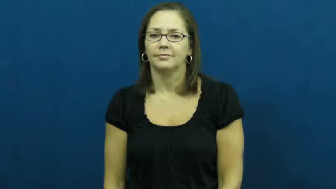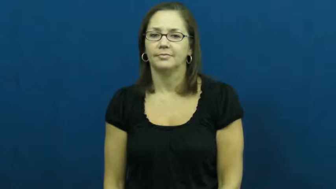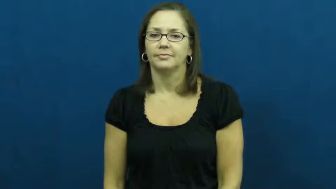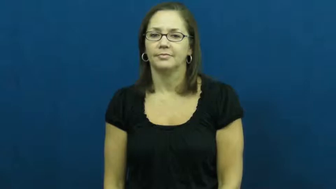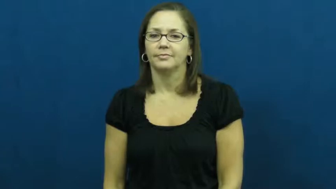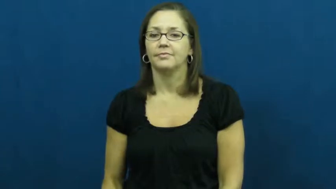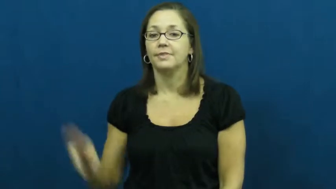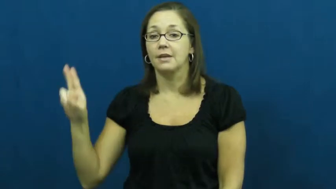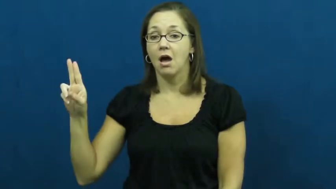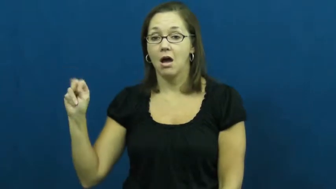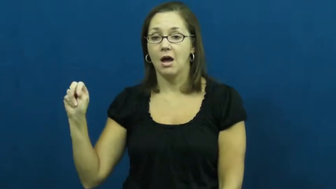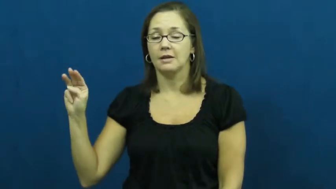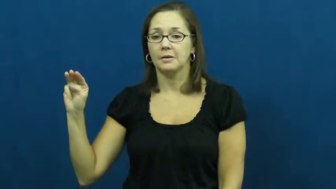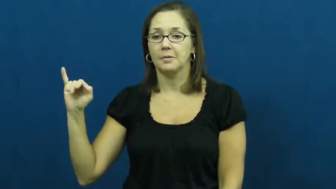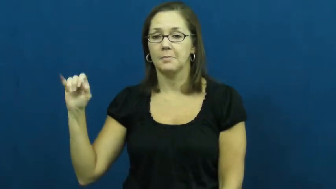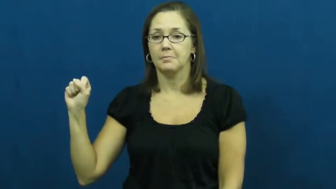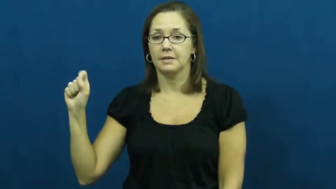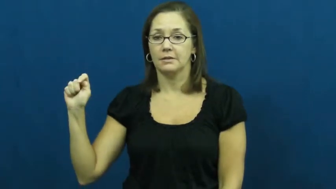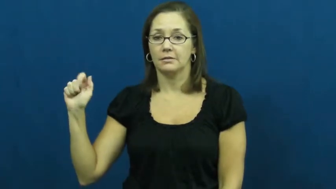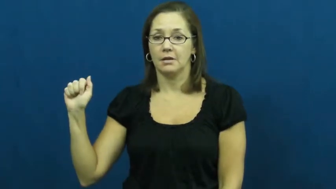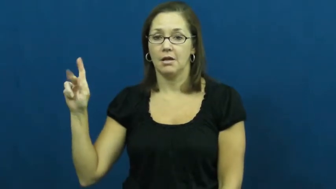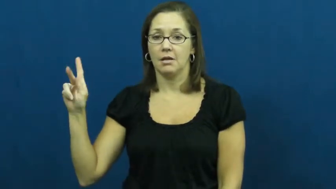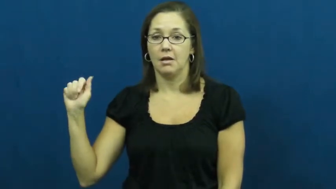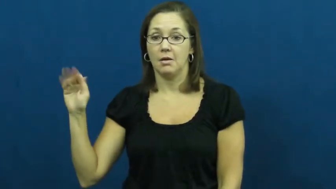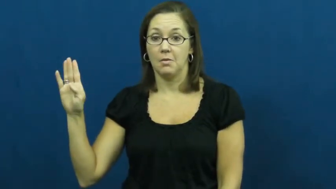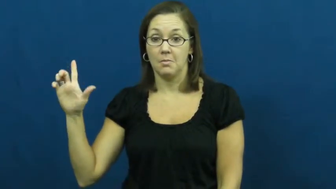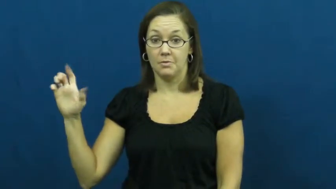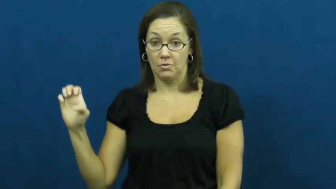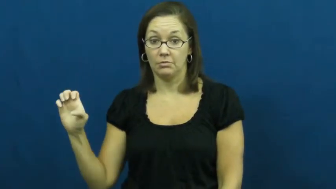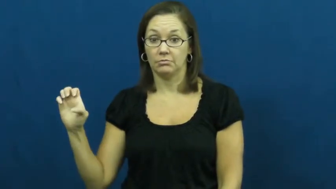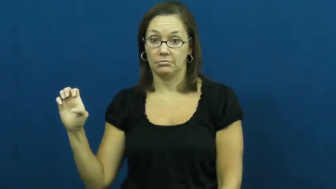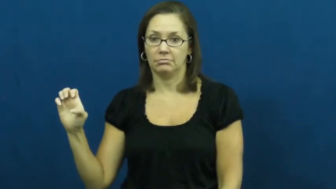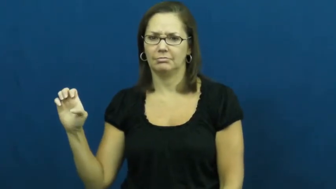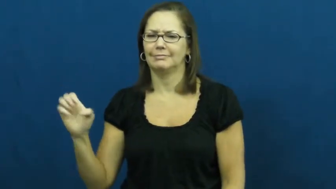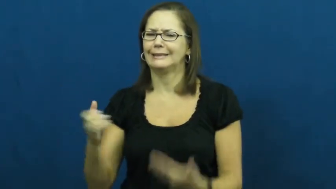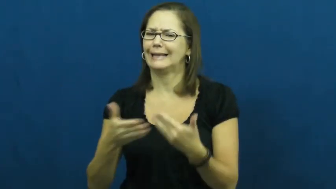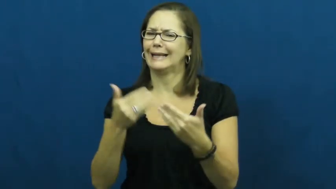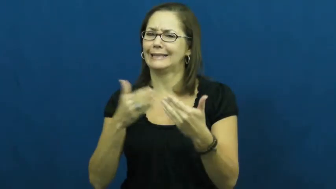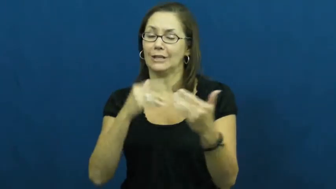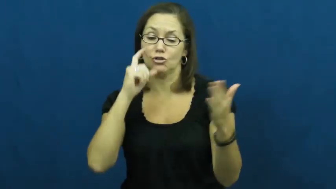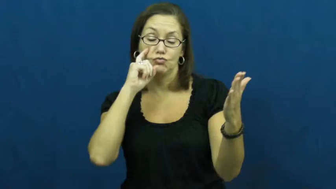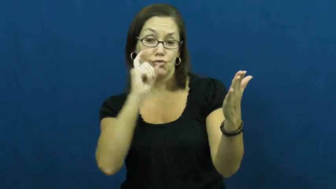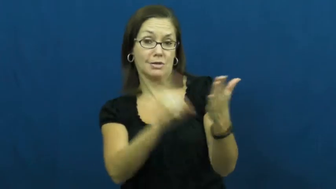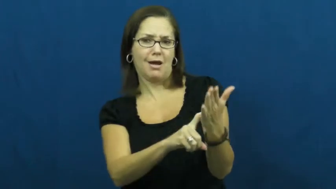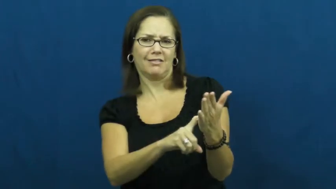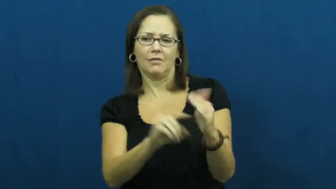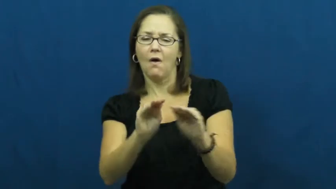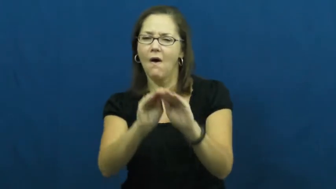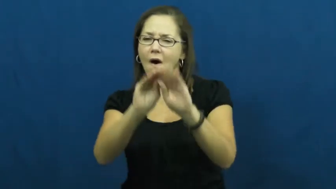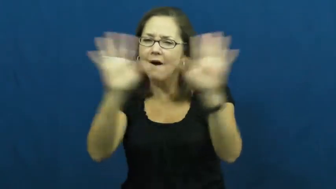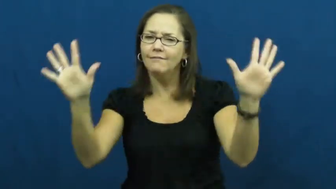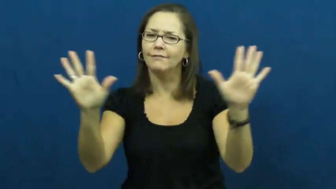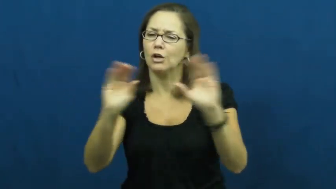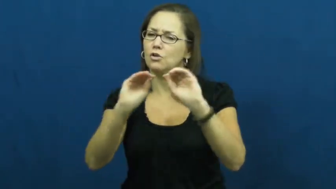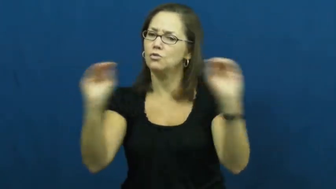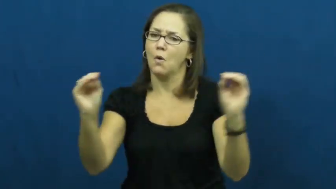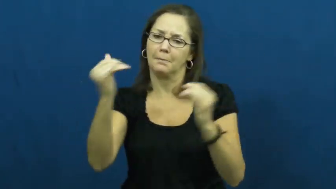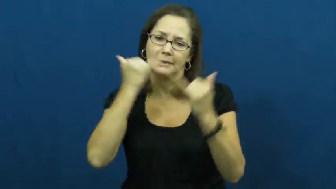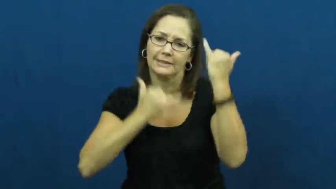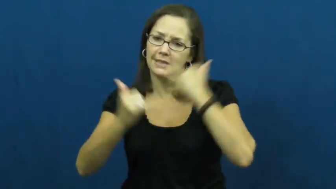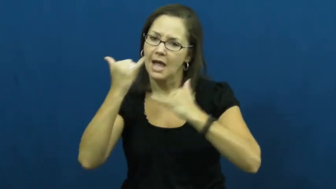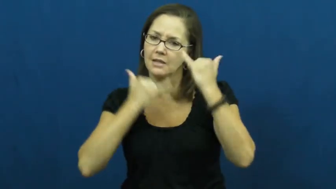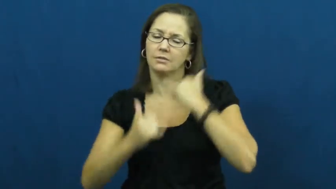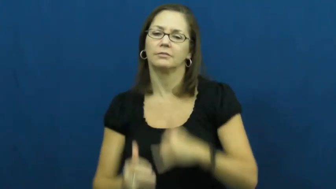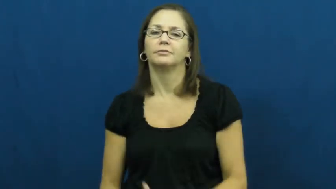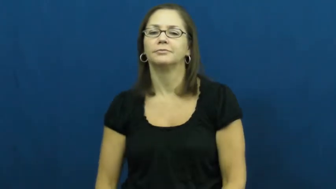unmistakable